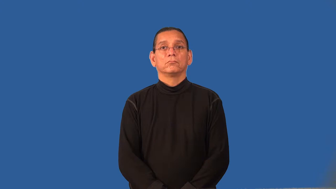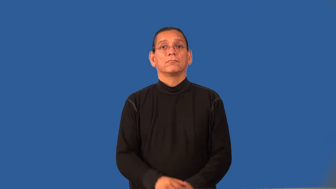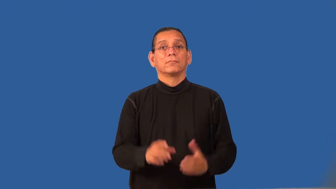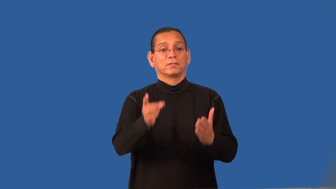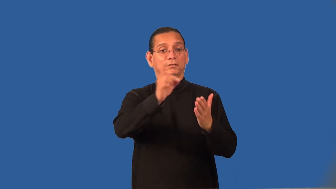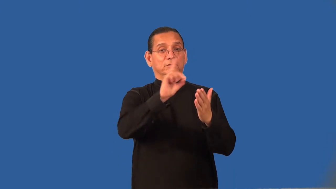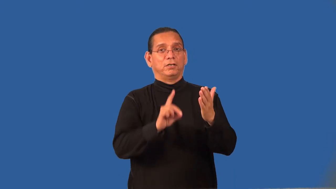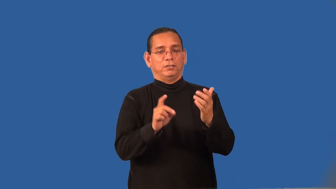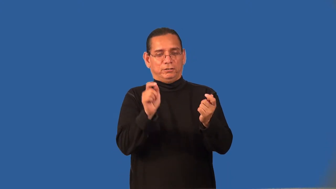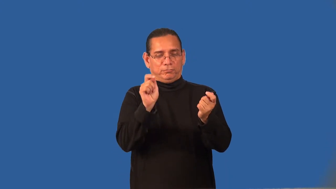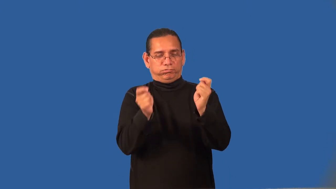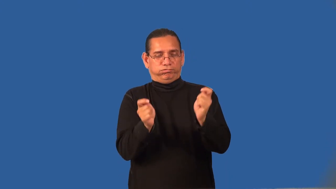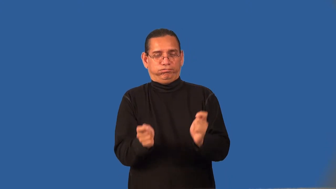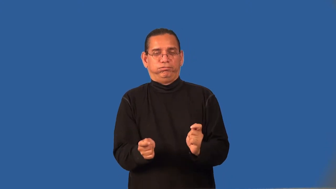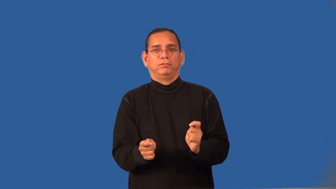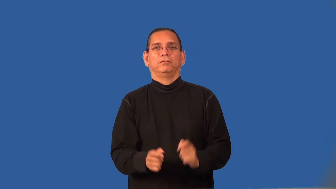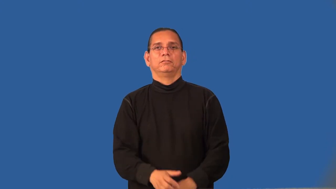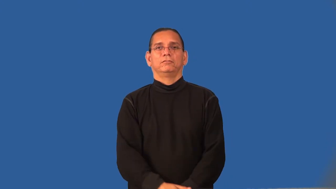redesign